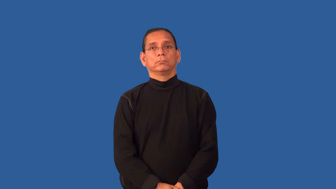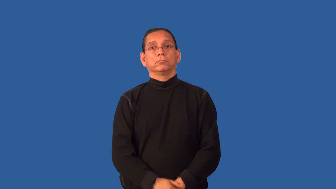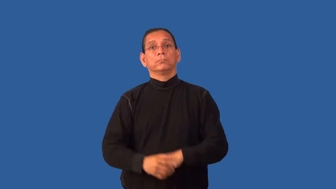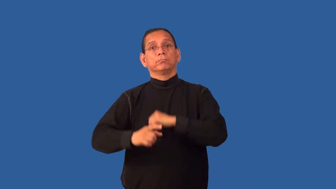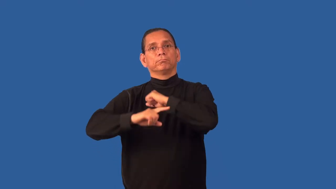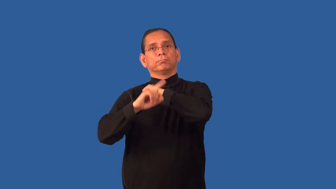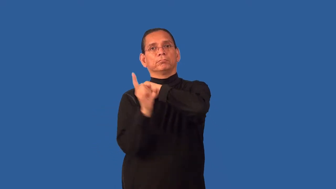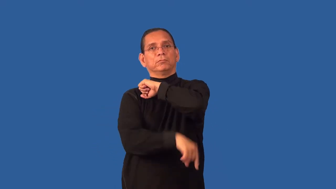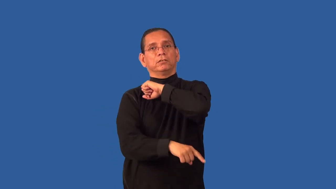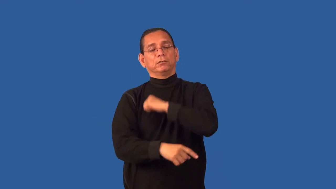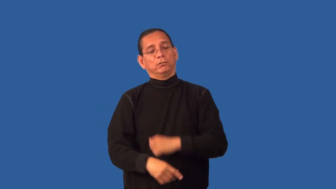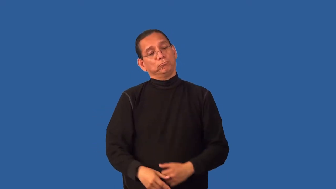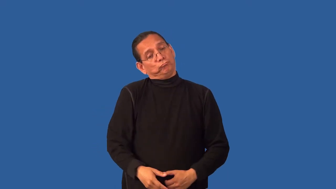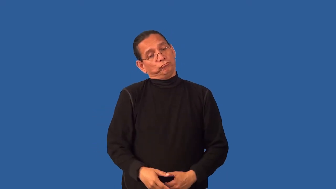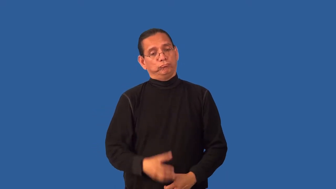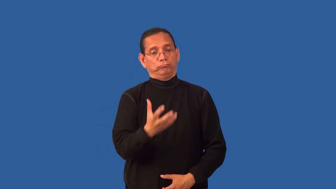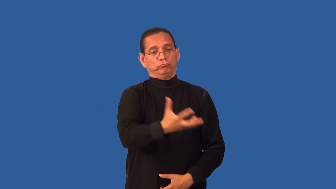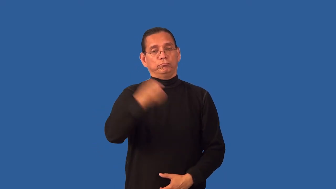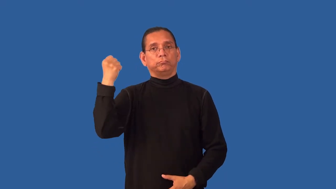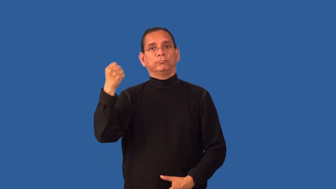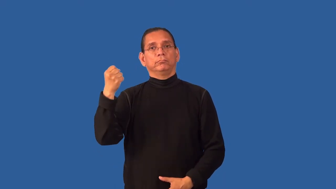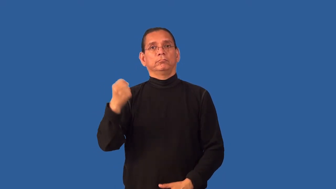forfeit-lose something